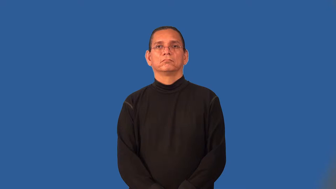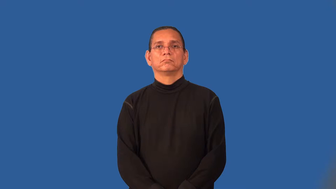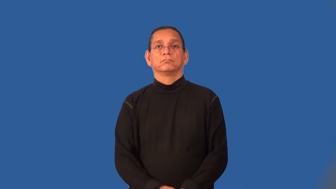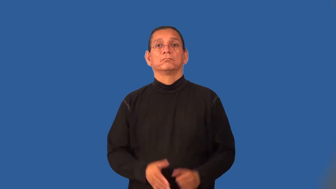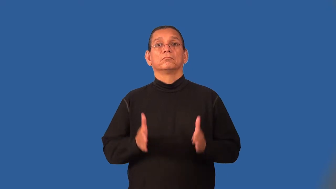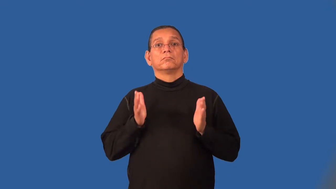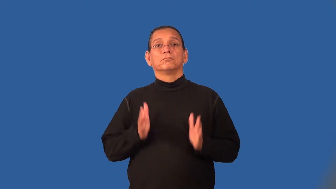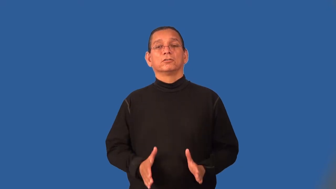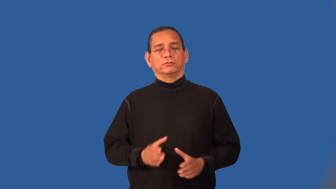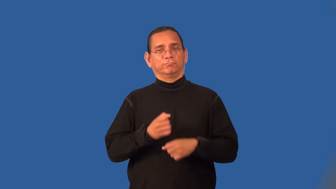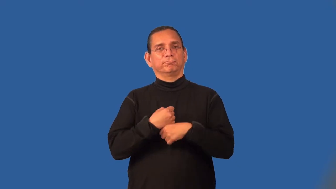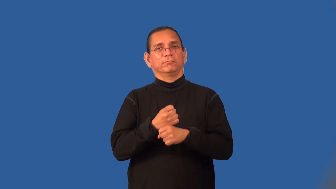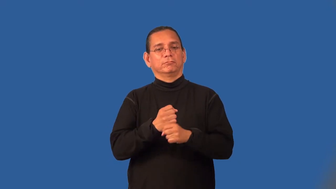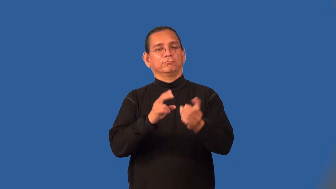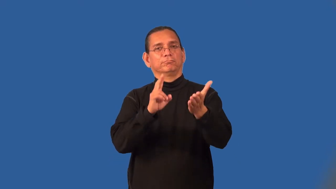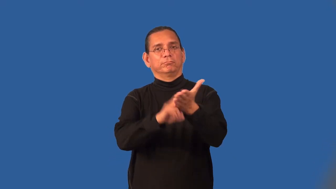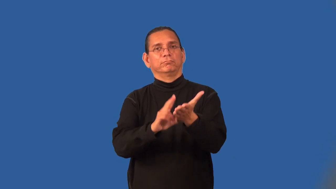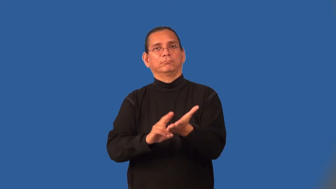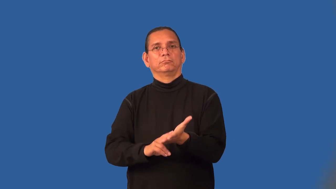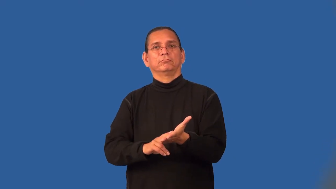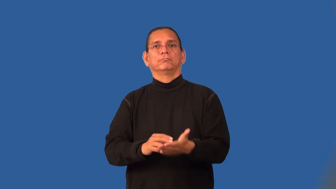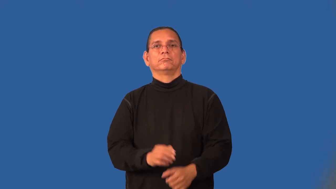petitioner